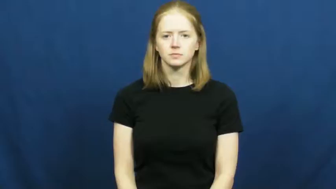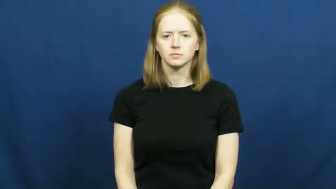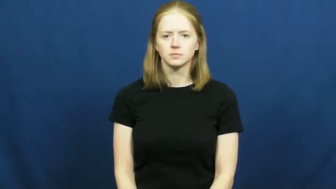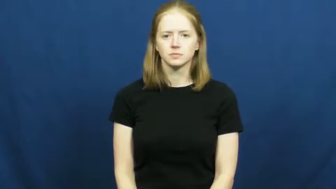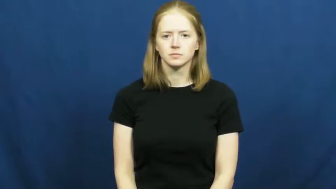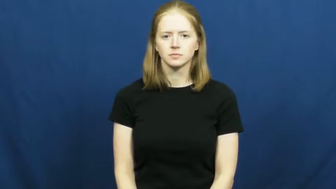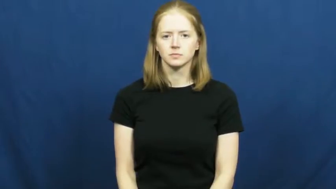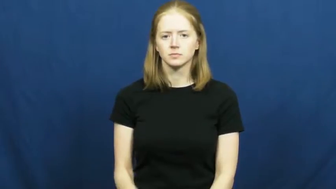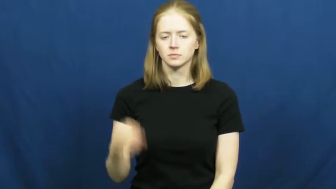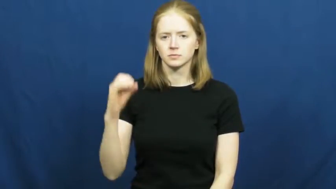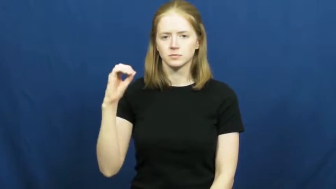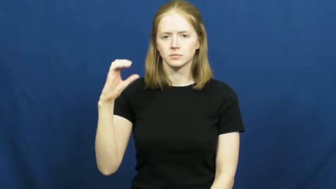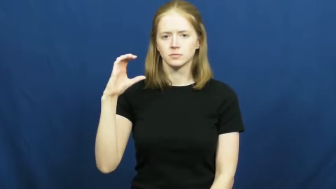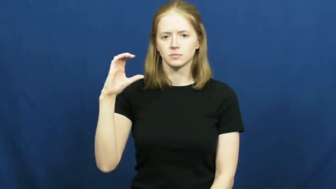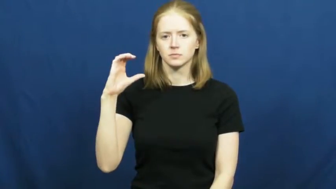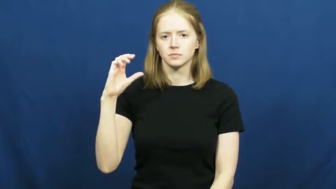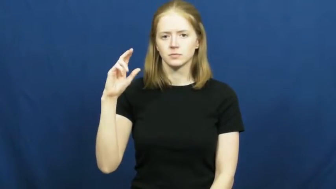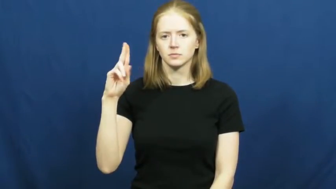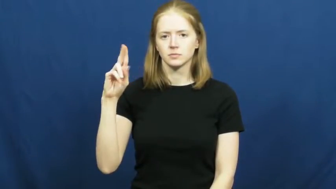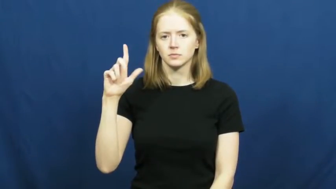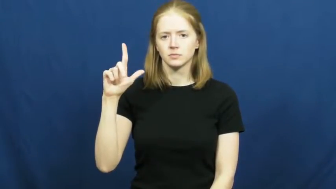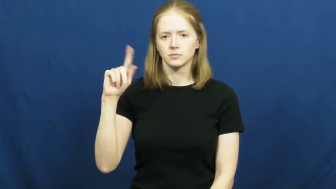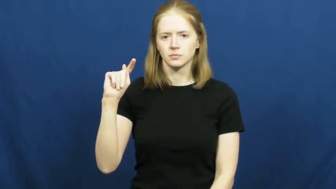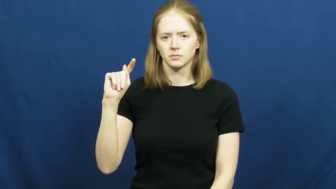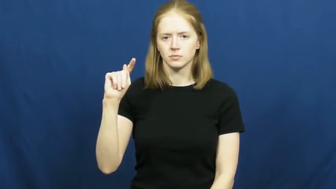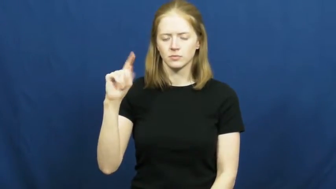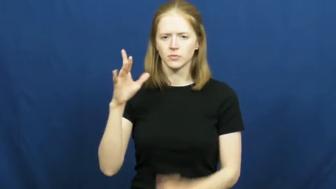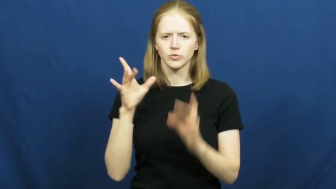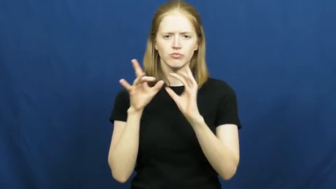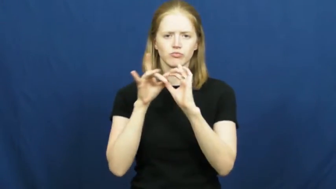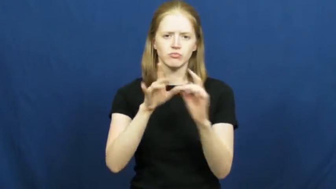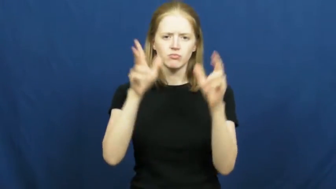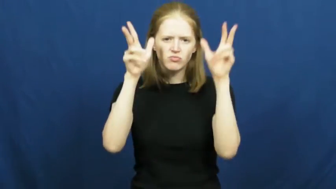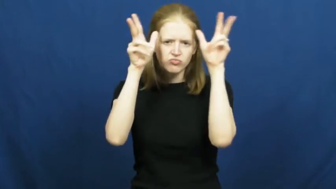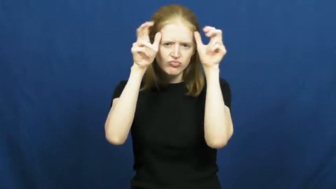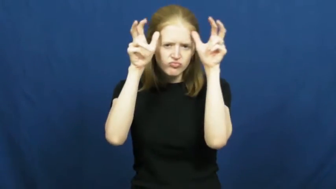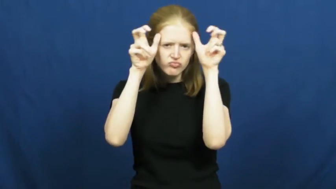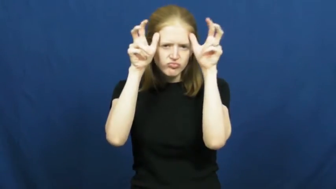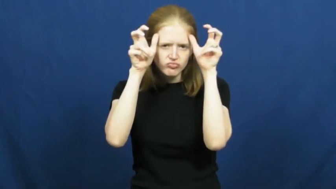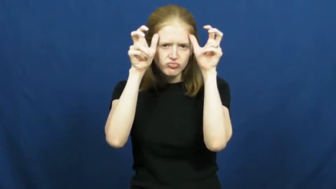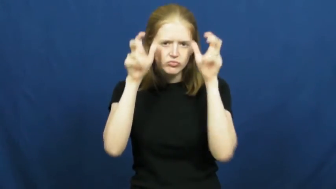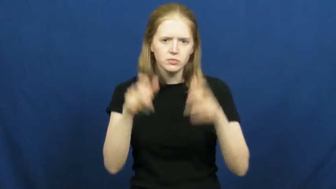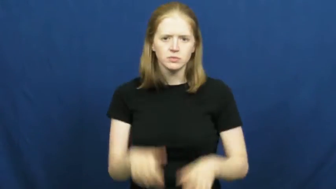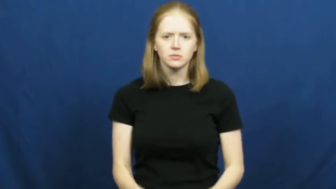occult-devil